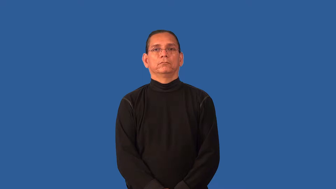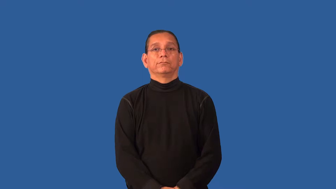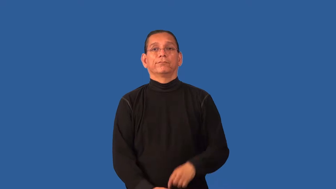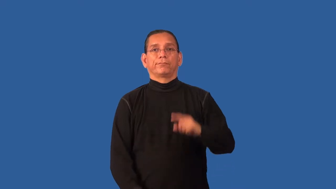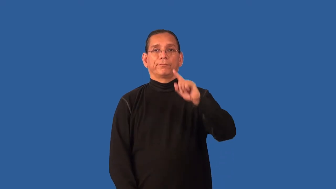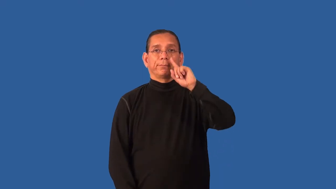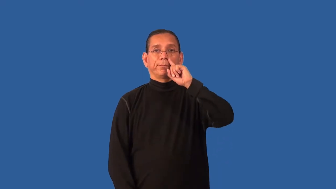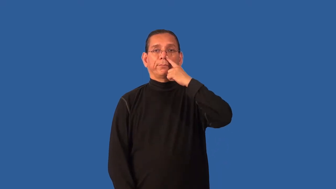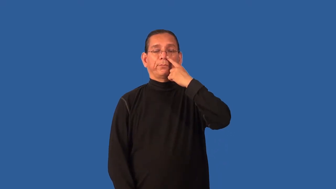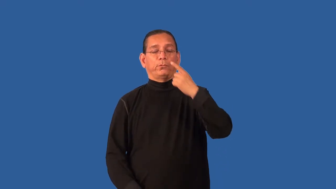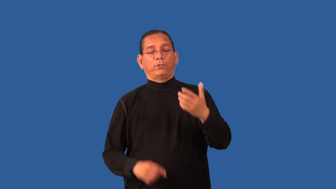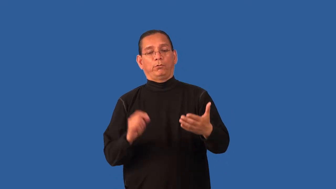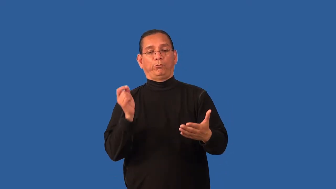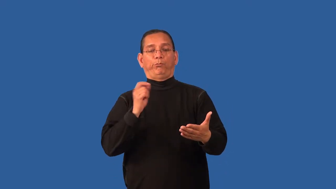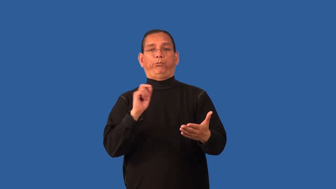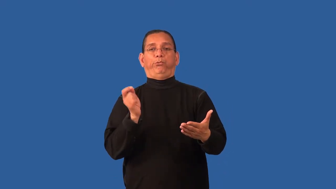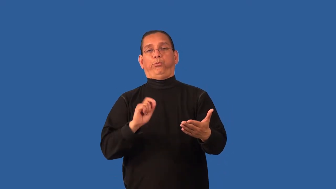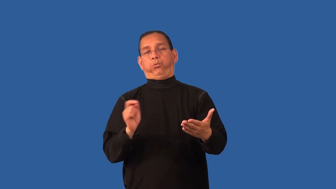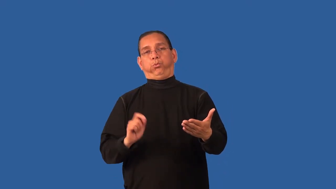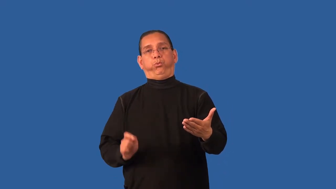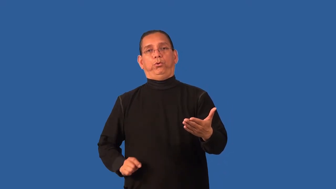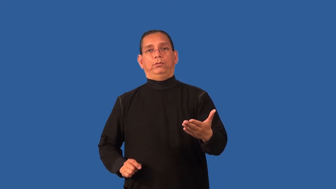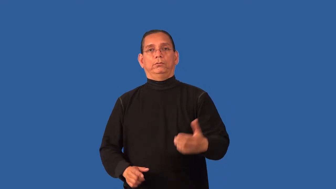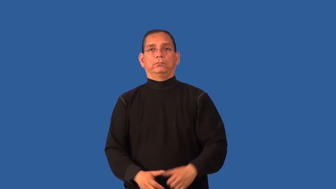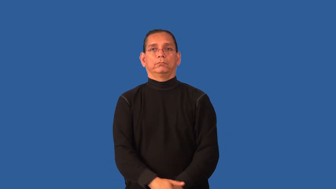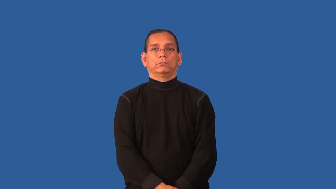doodle